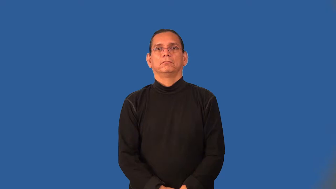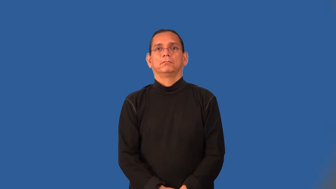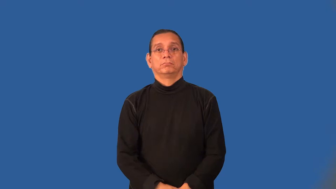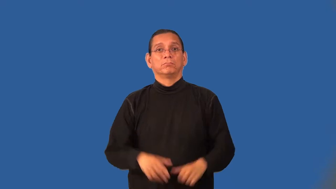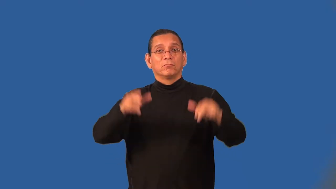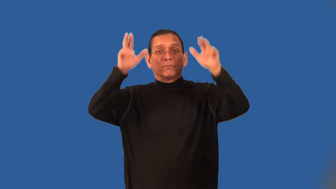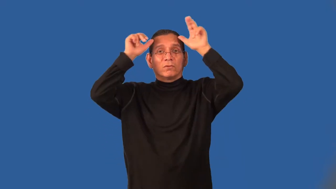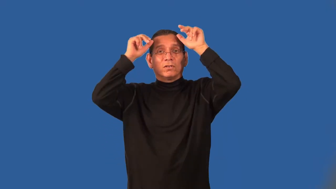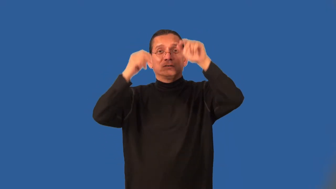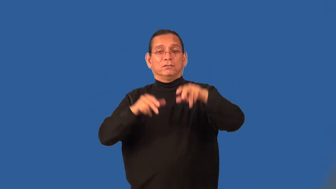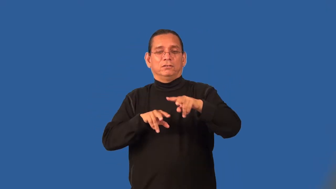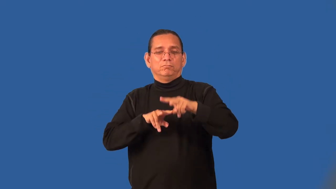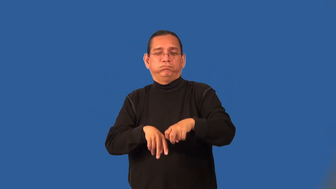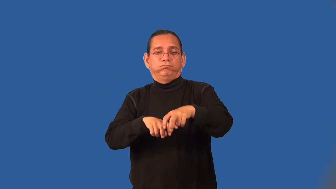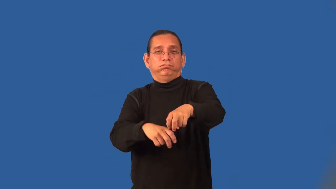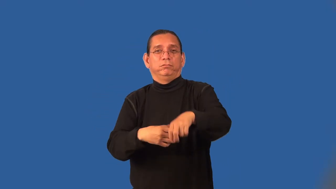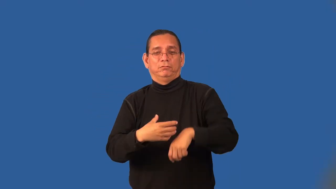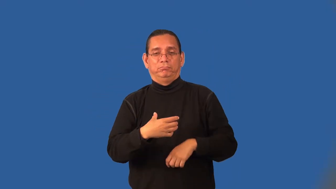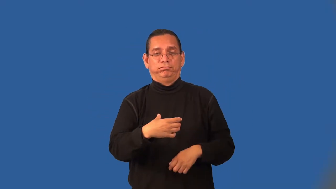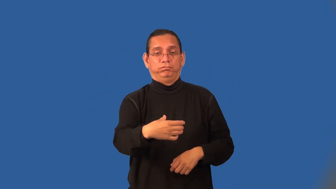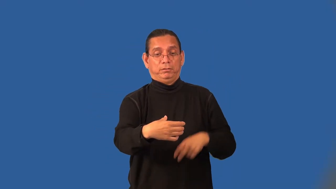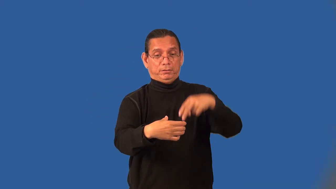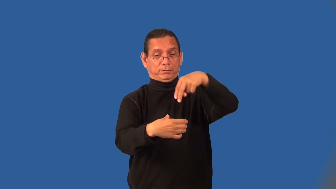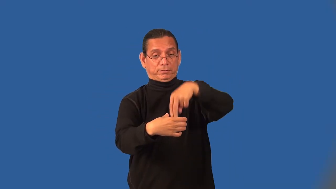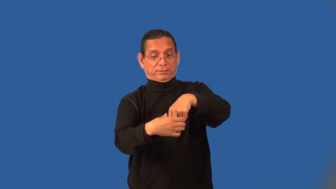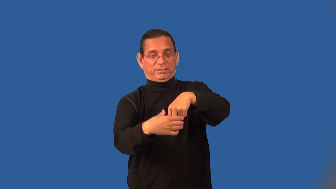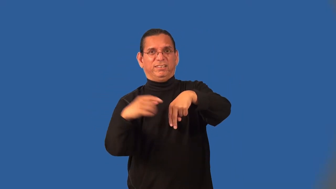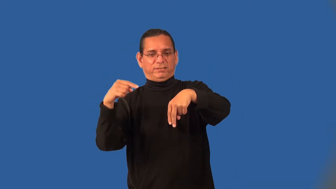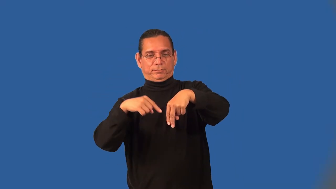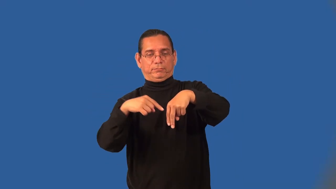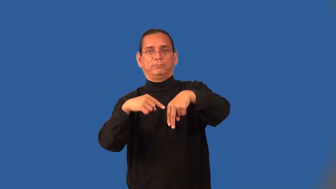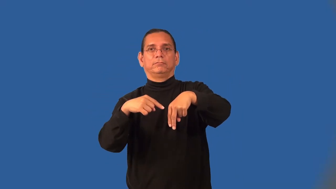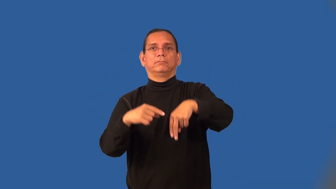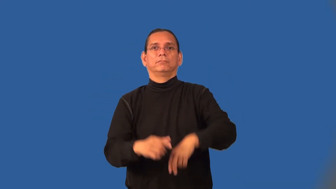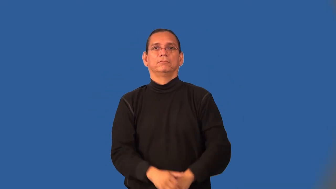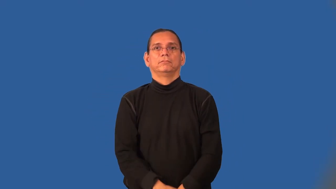charioteer